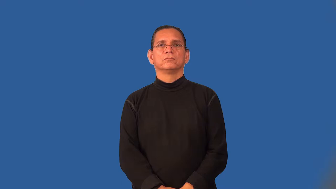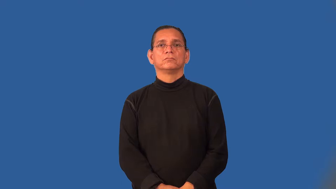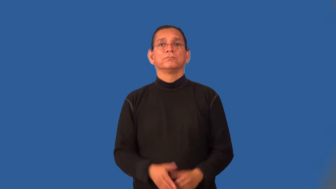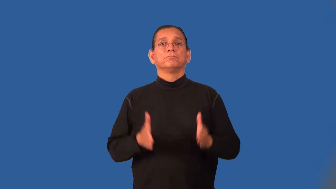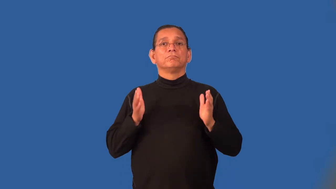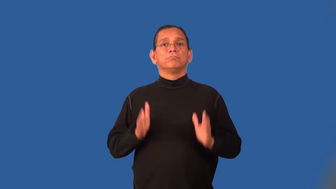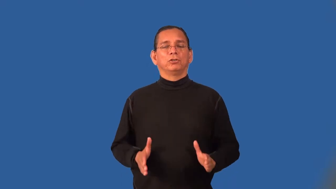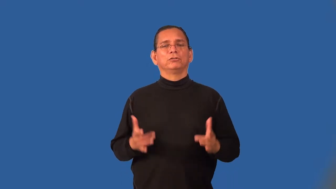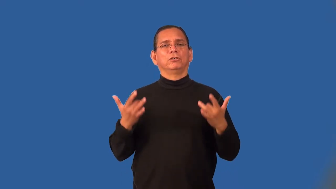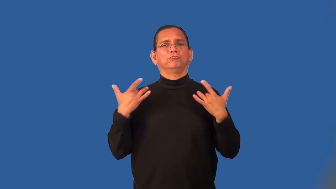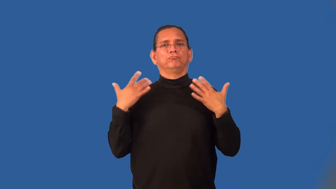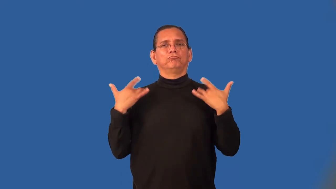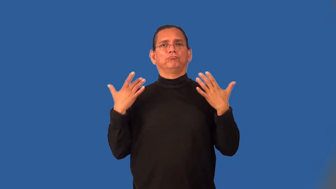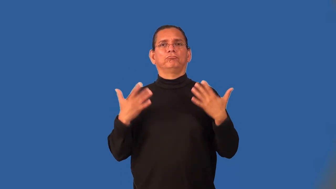shirker,slacker,dosser